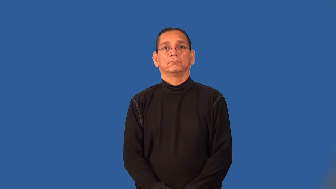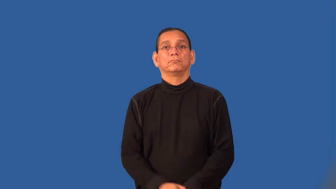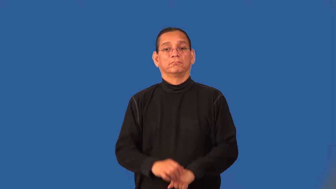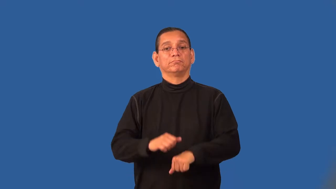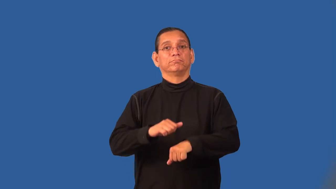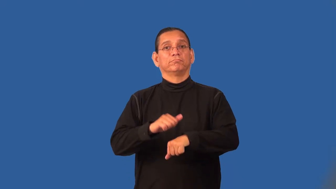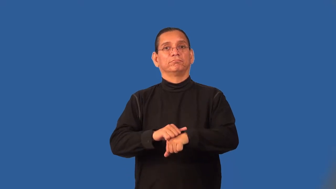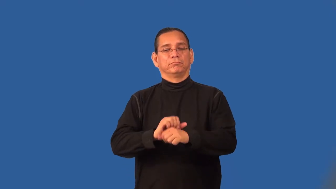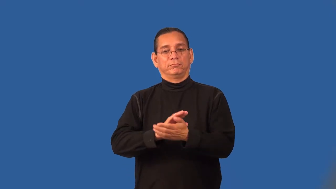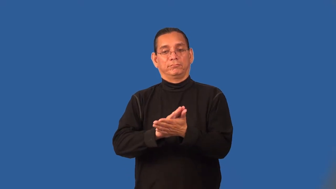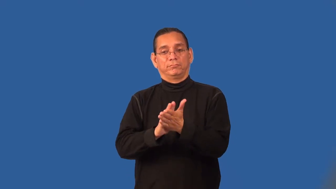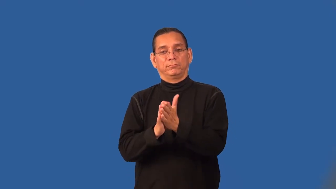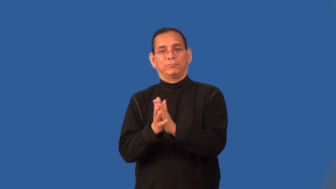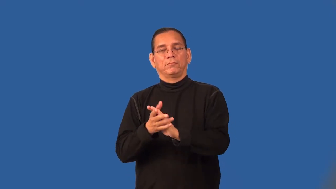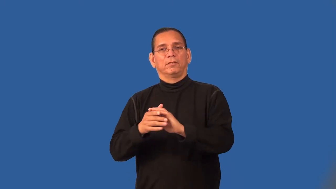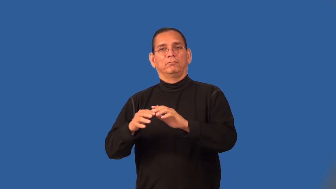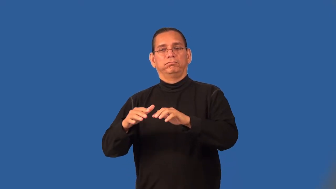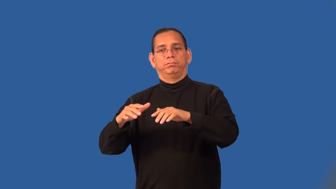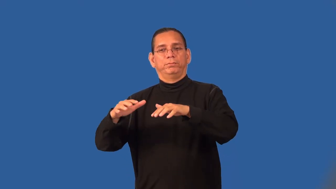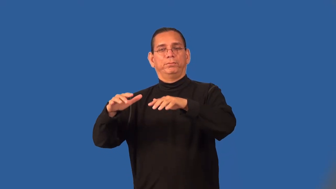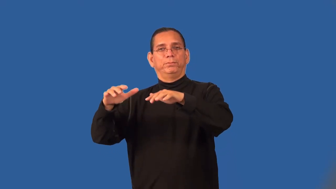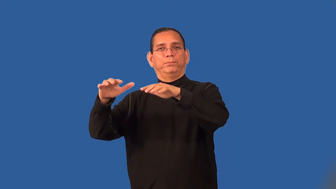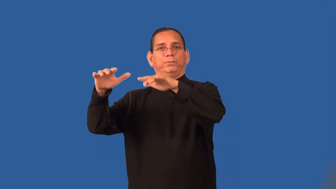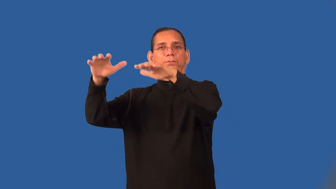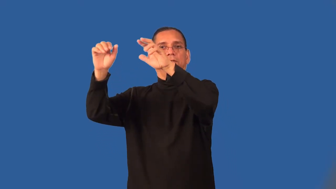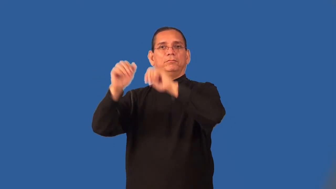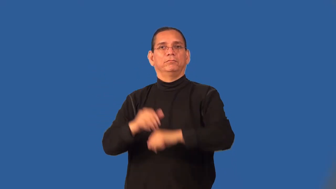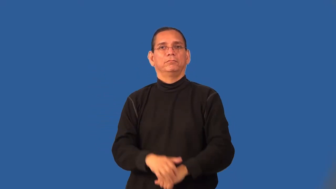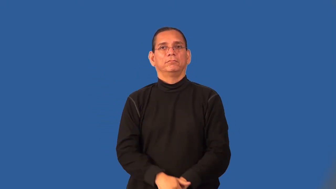sublimate